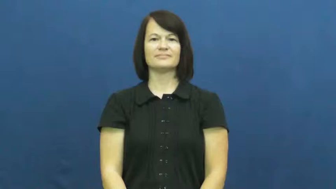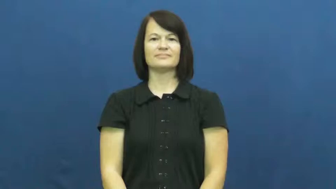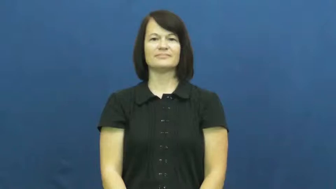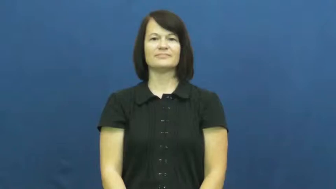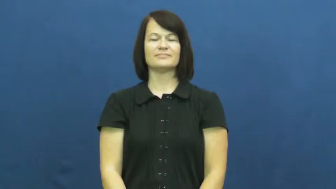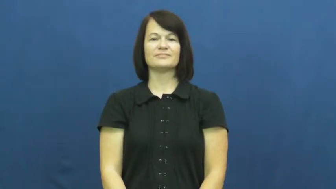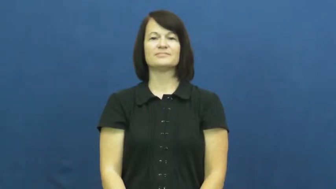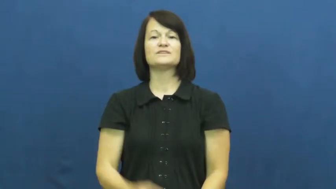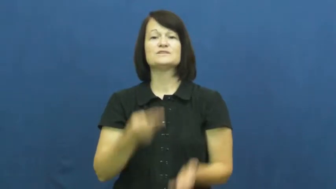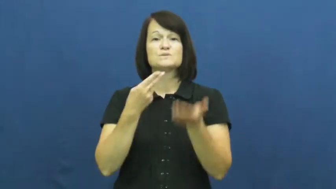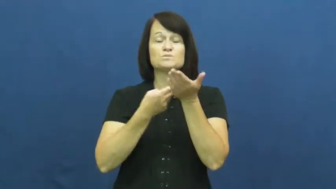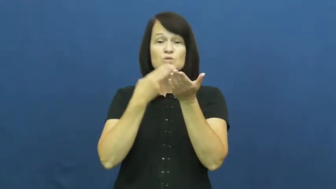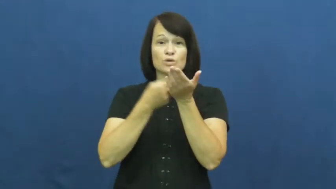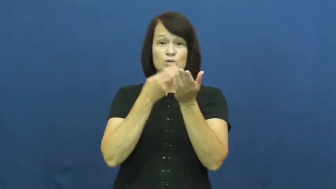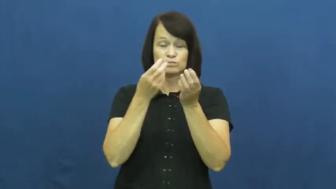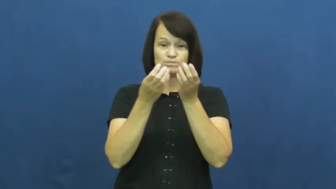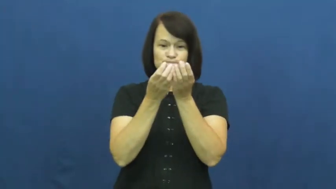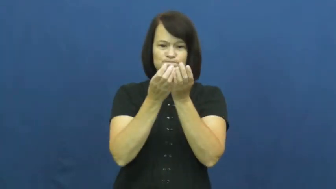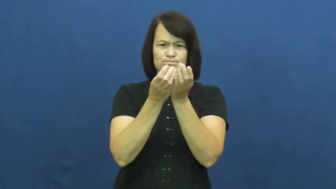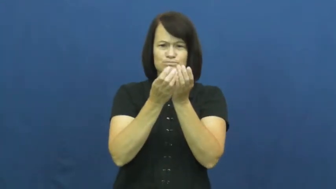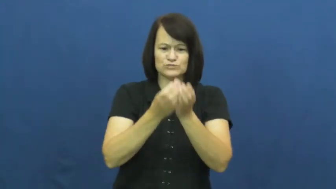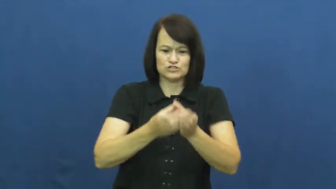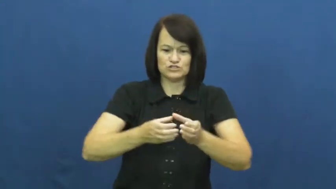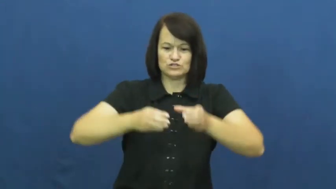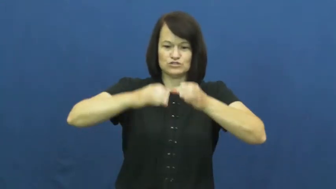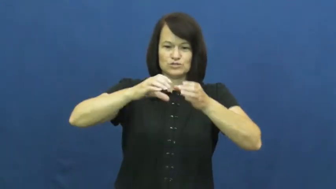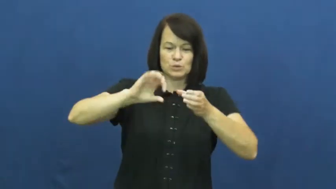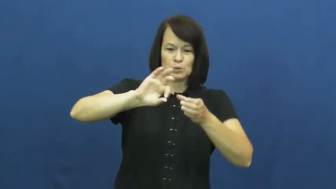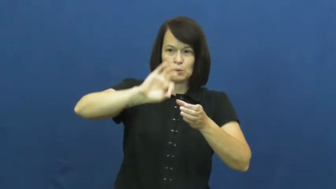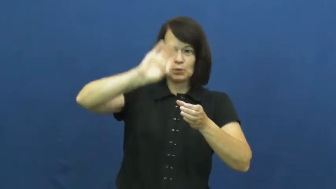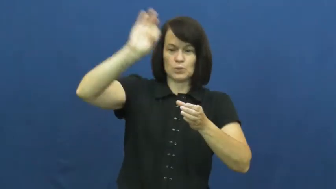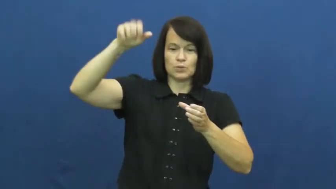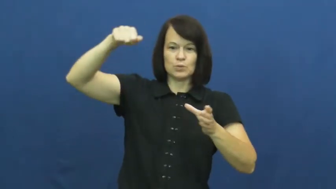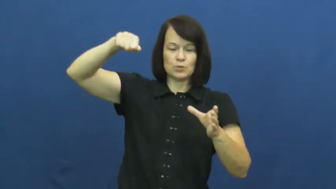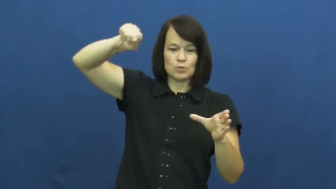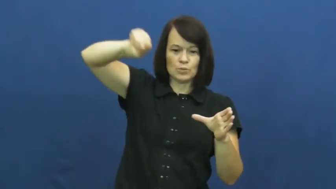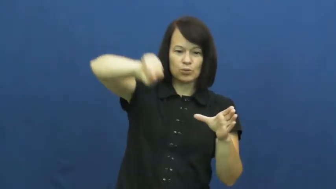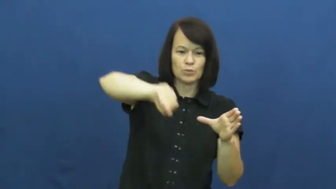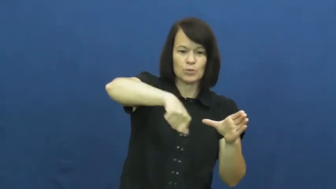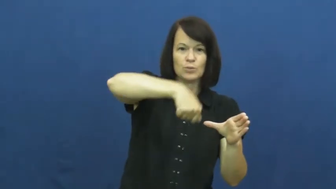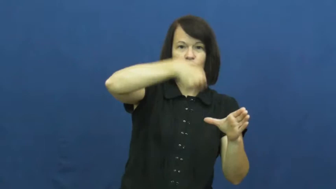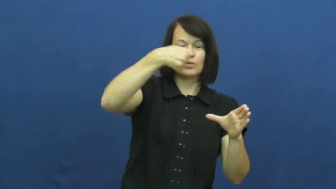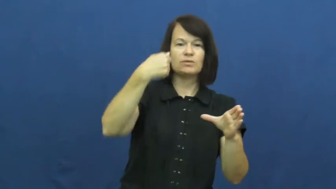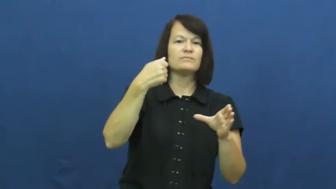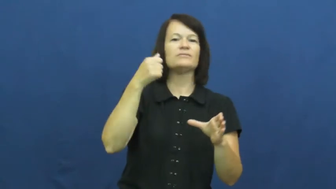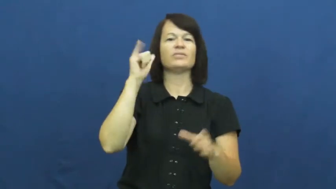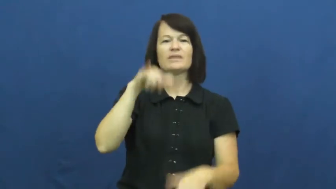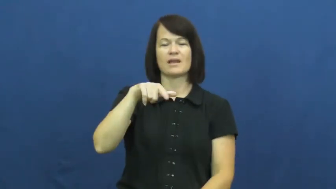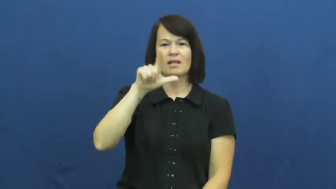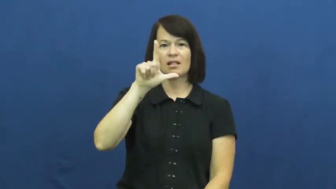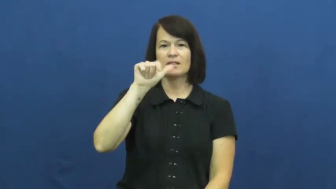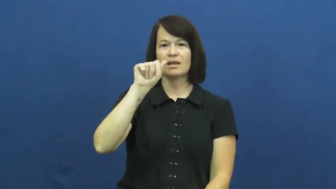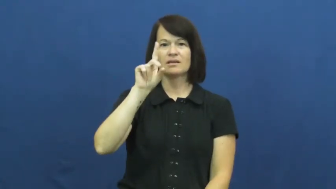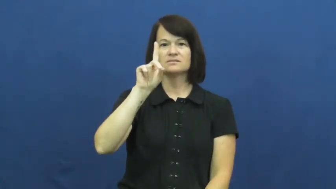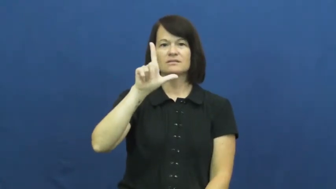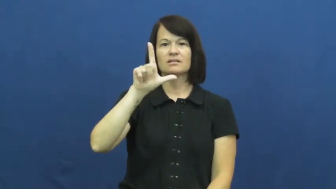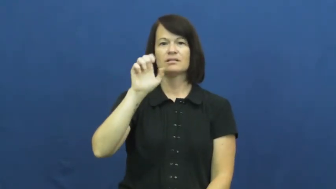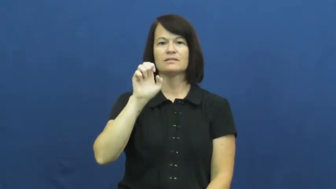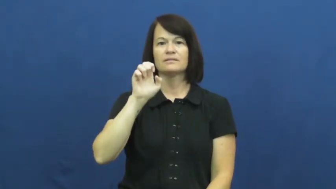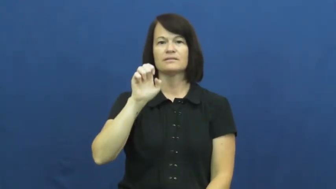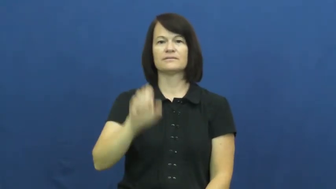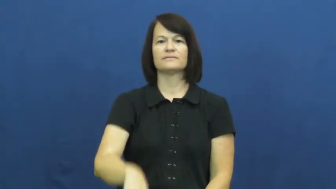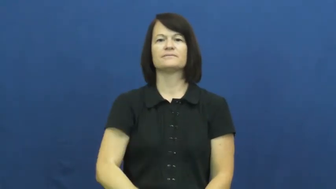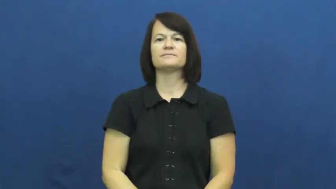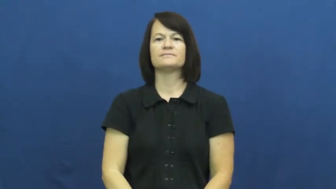ladle